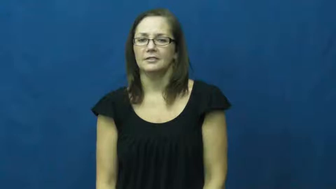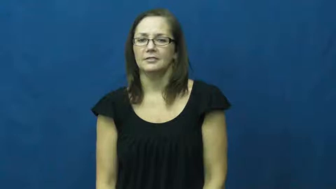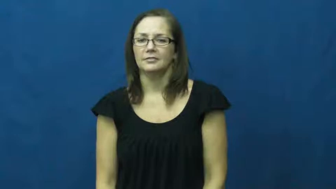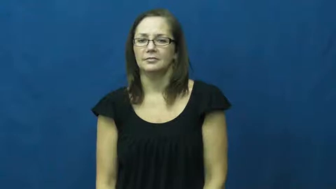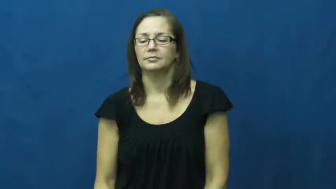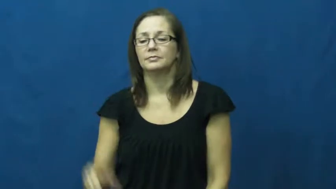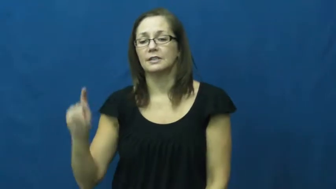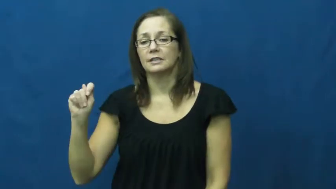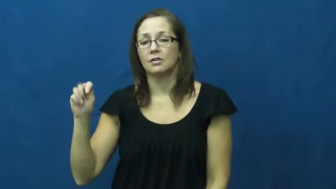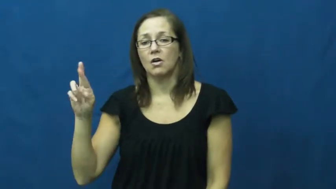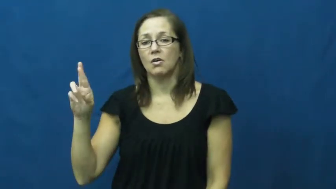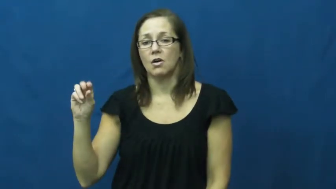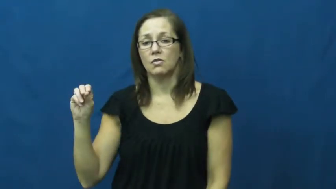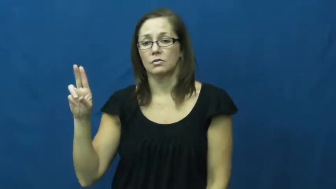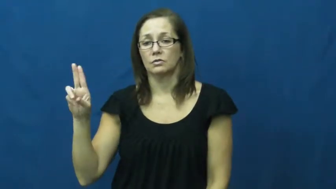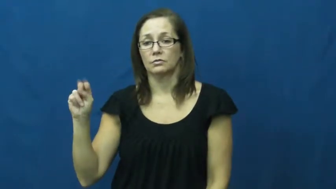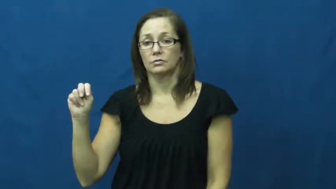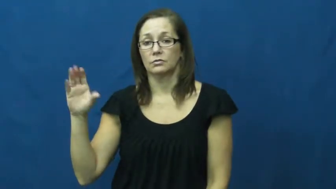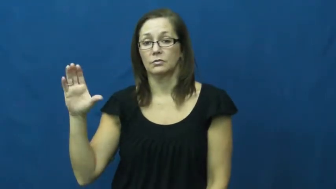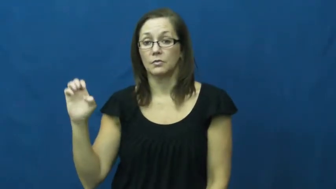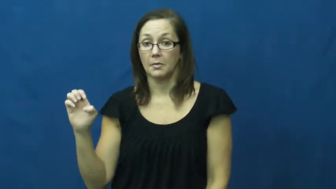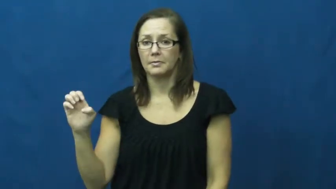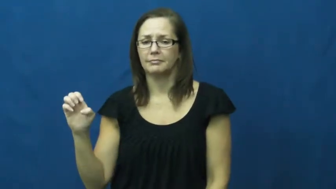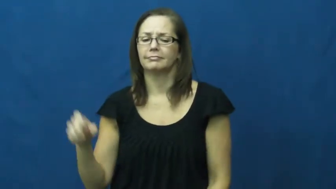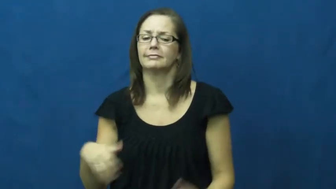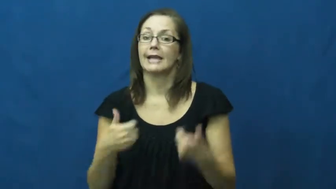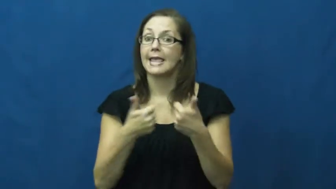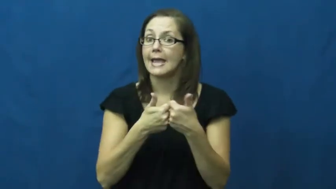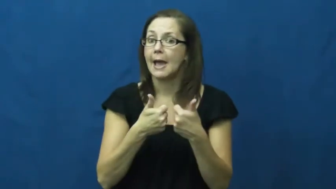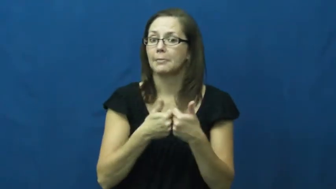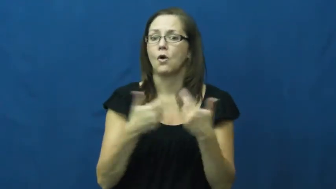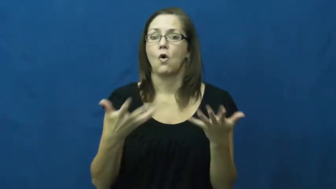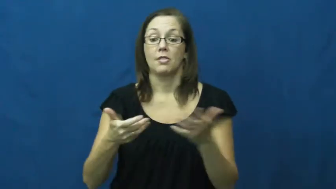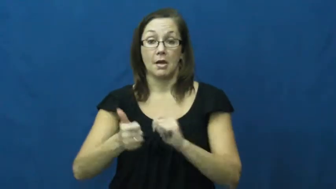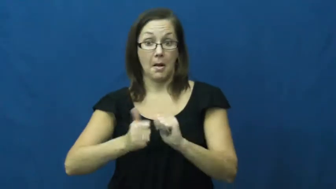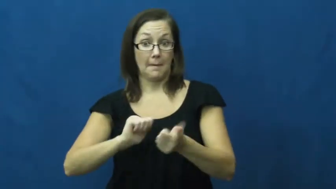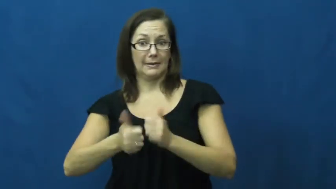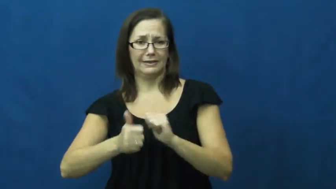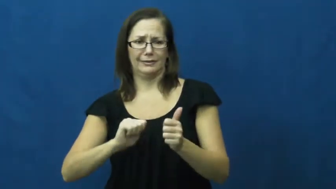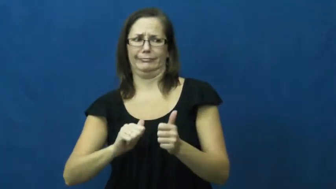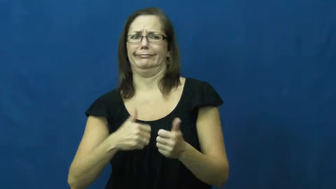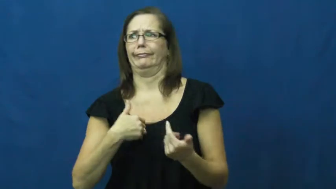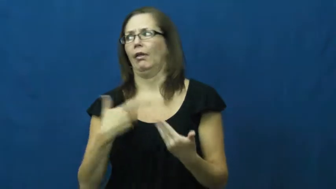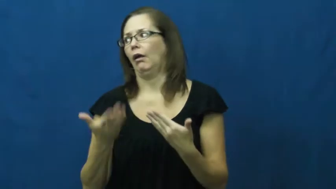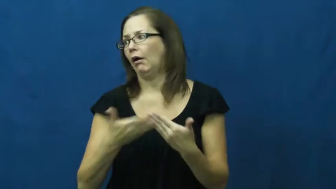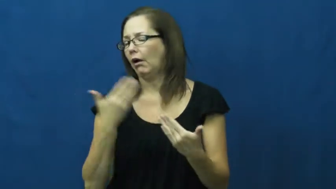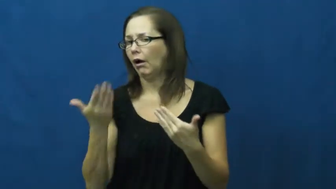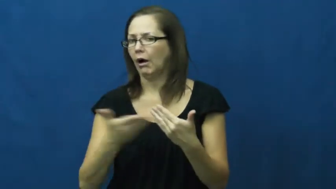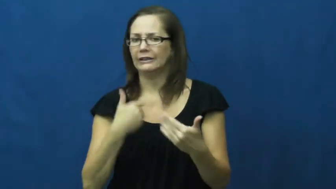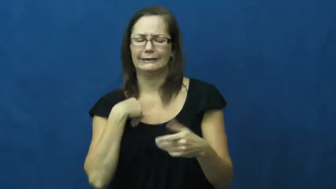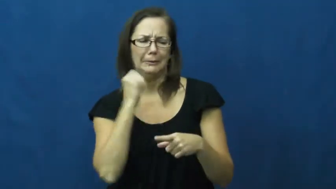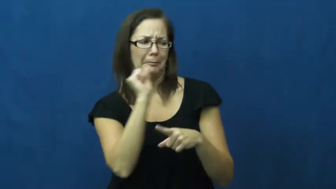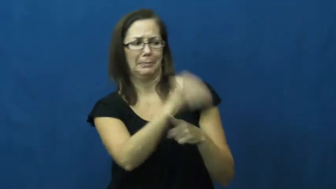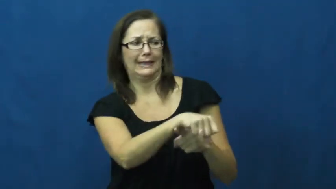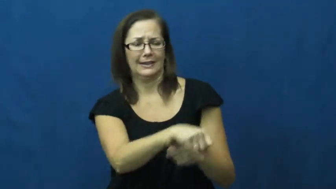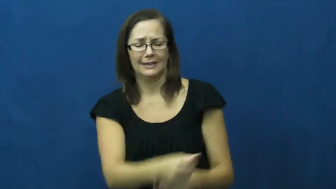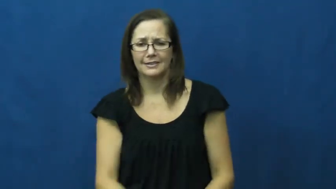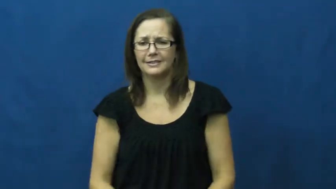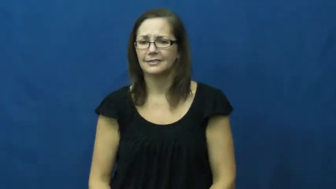trounce